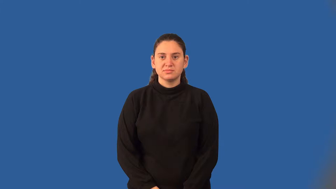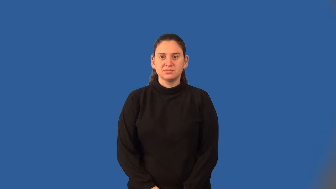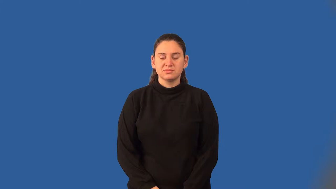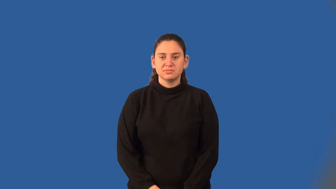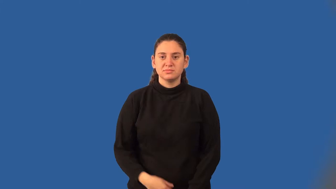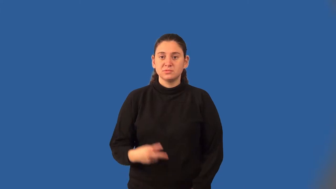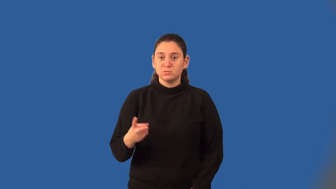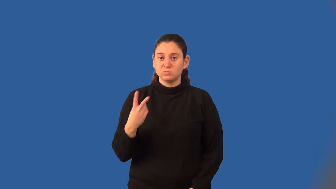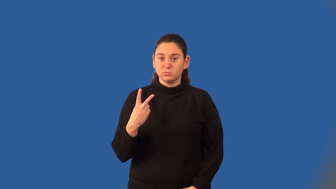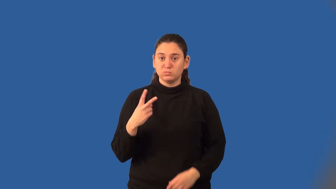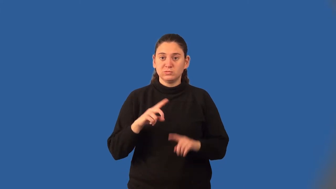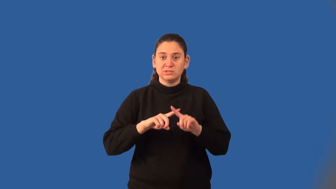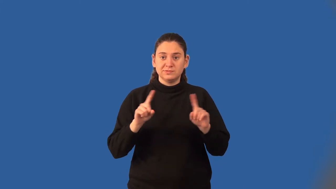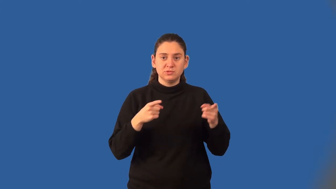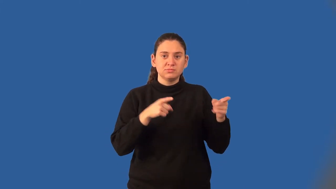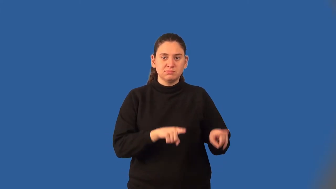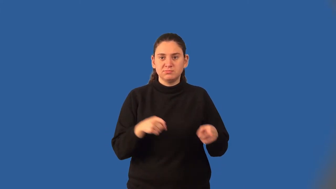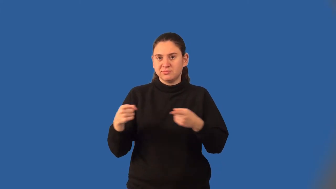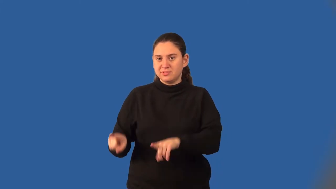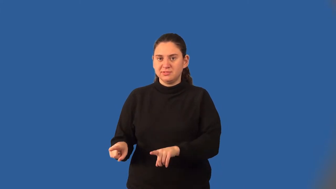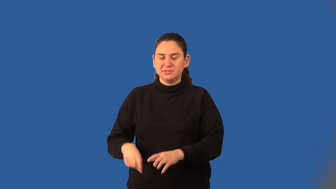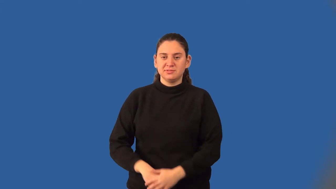disjoint events